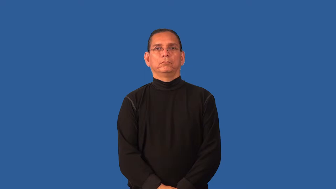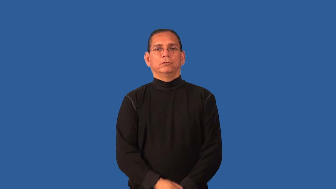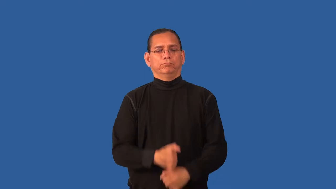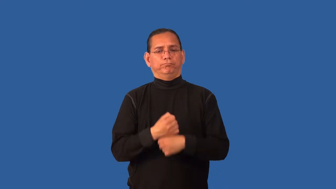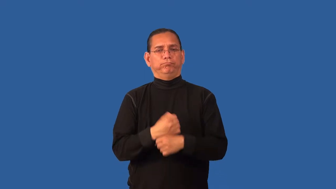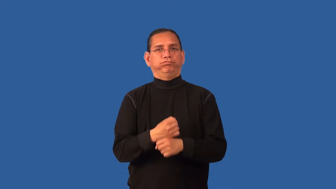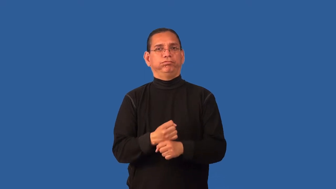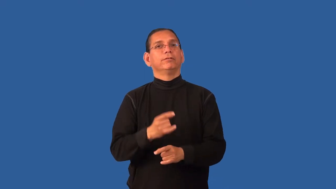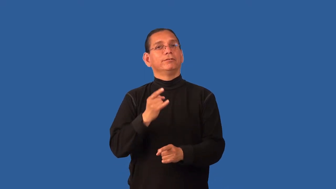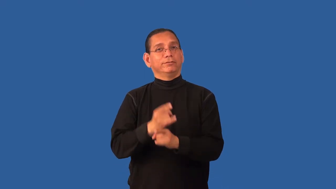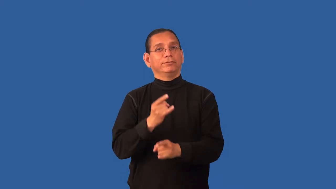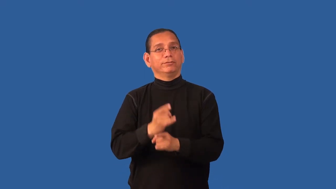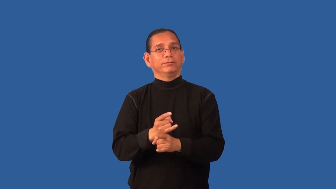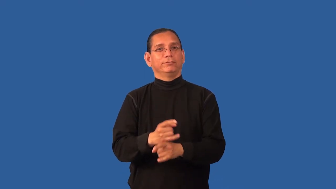distill